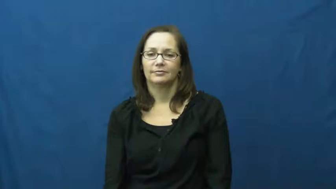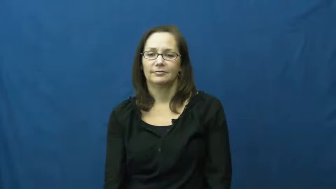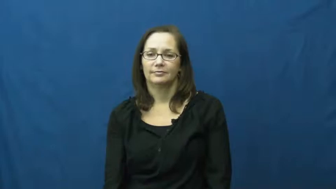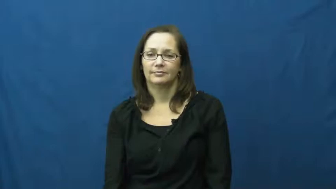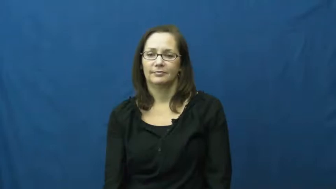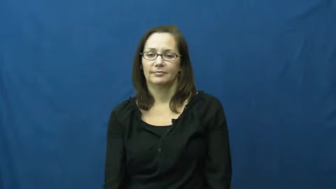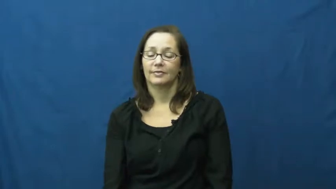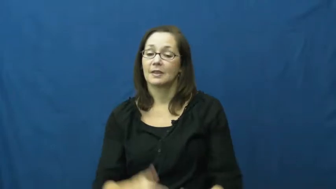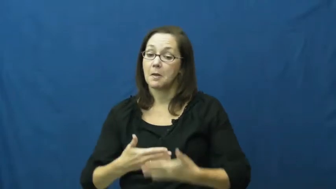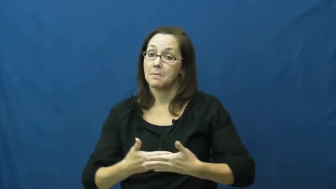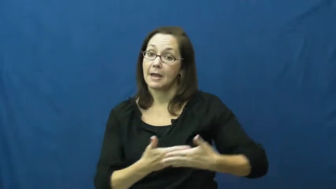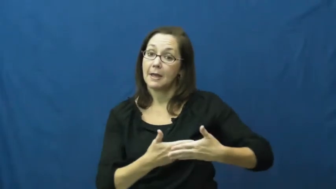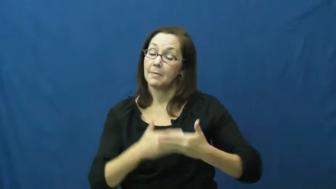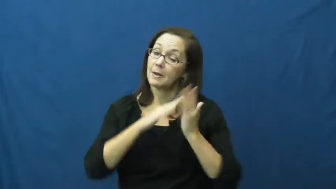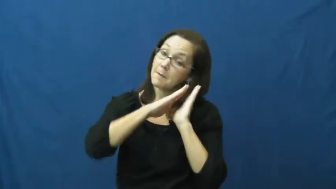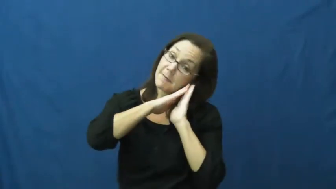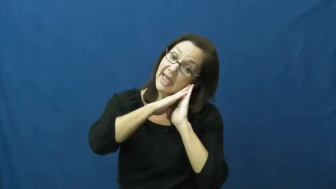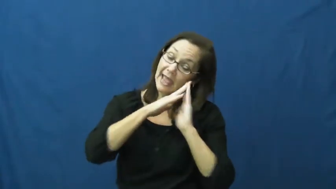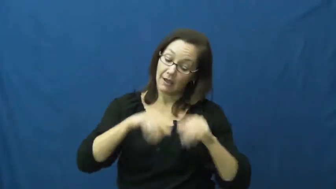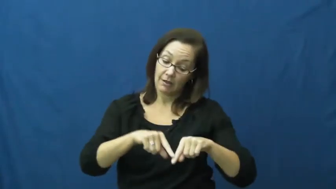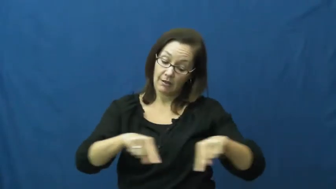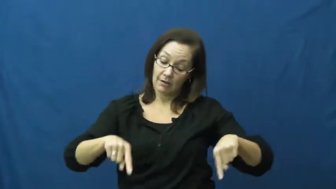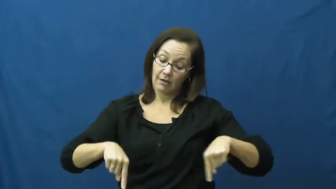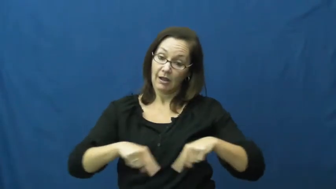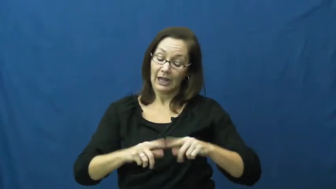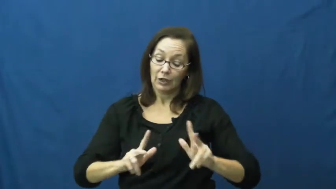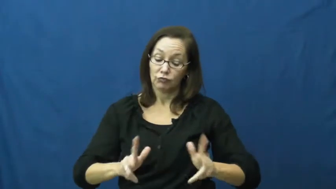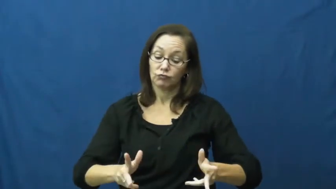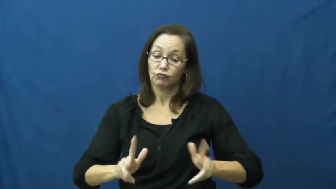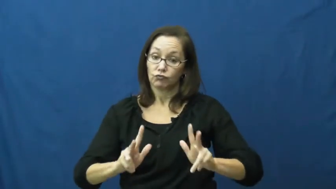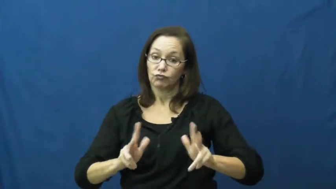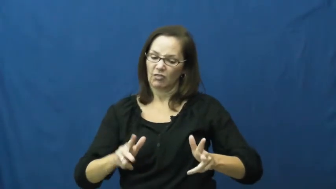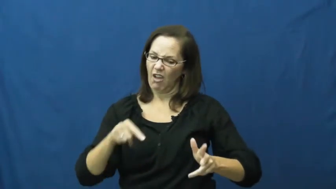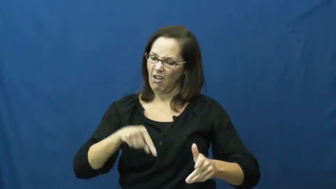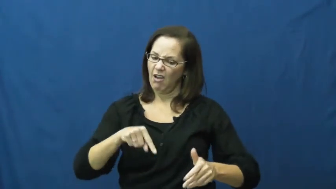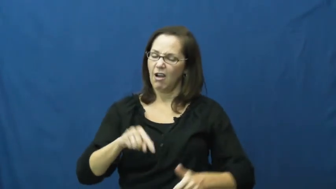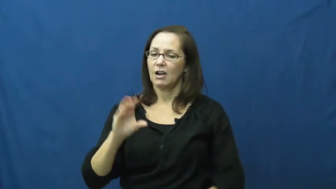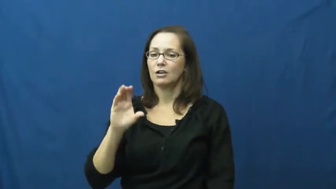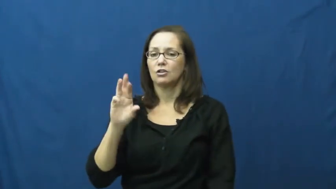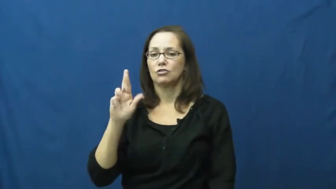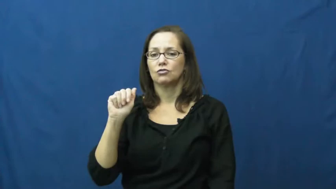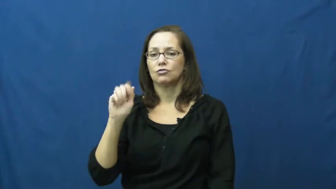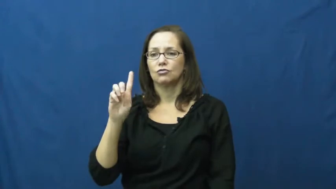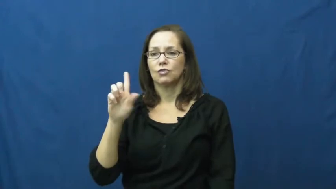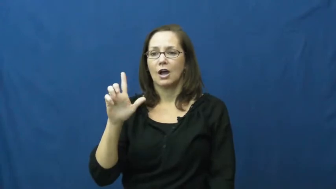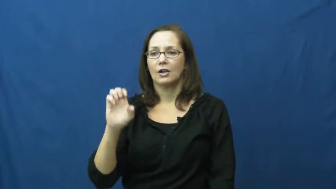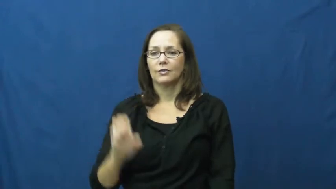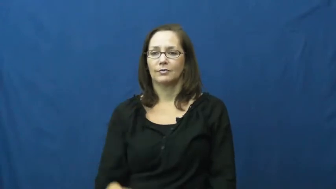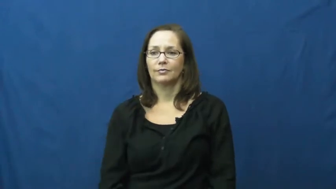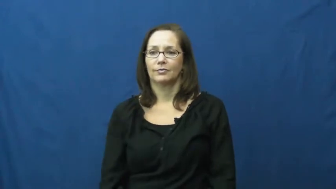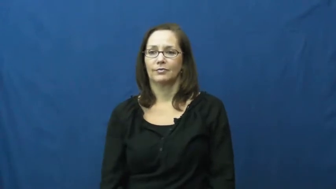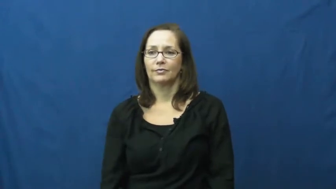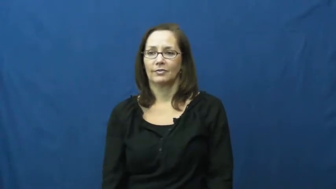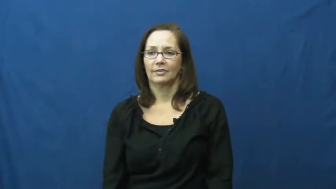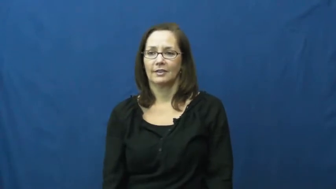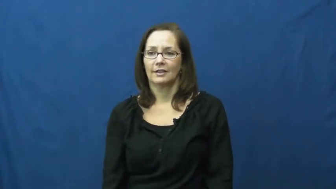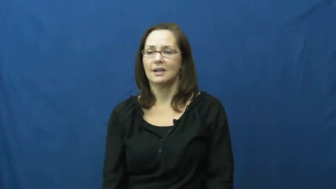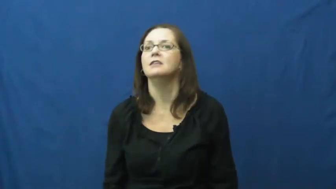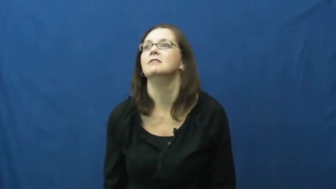cradle-bed